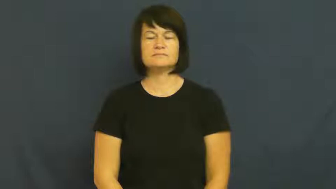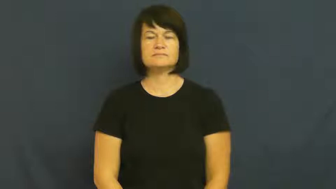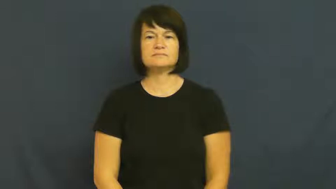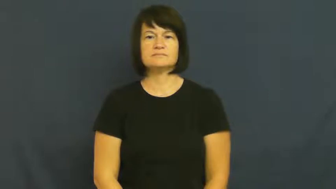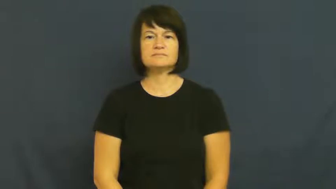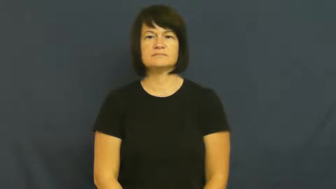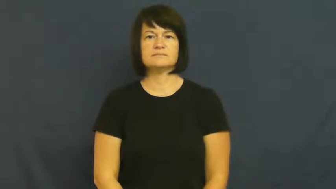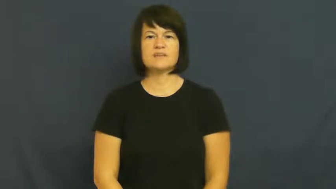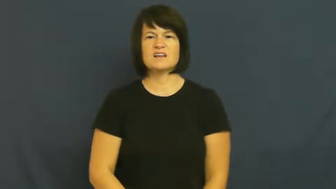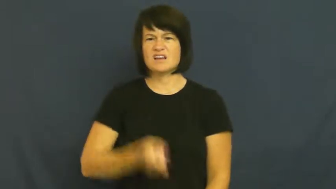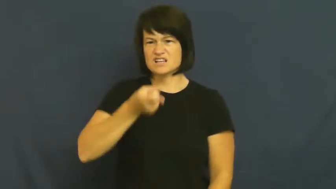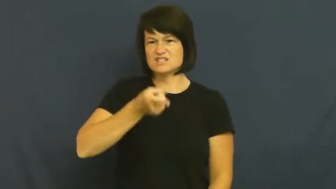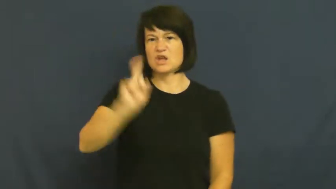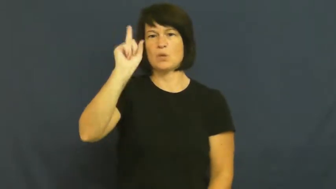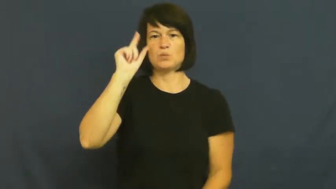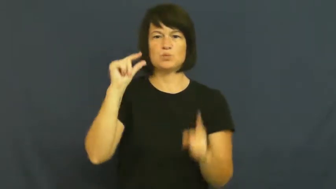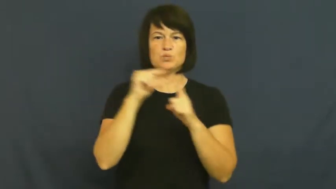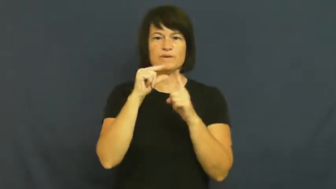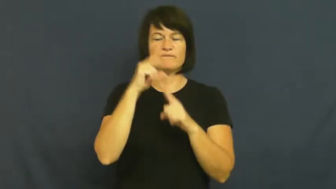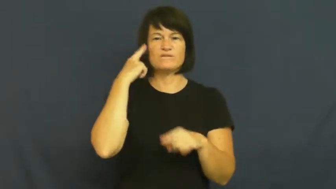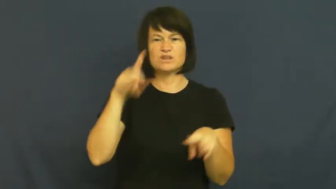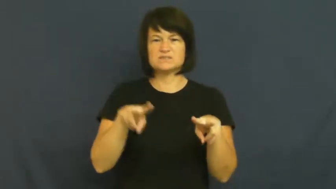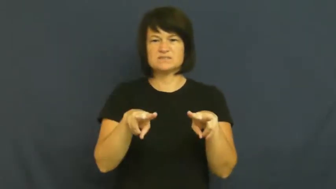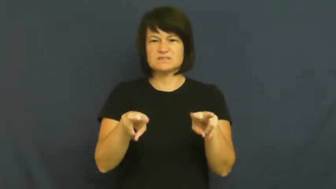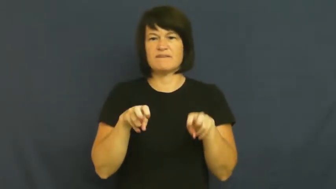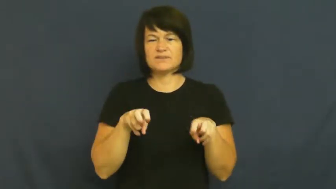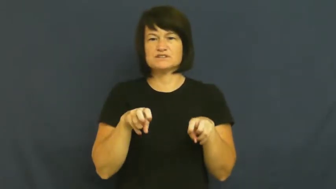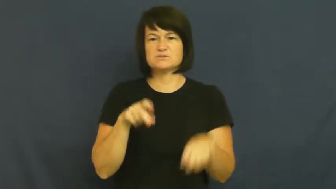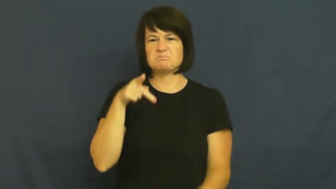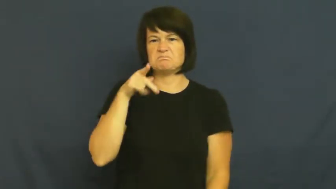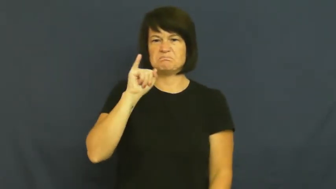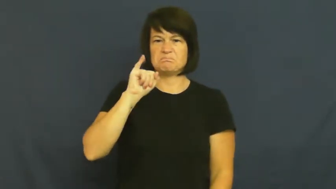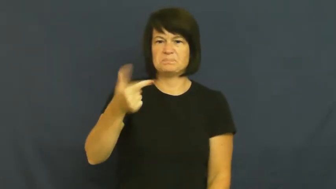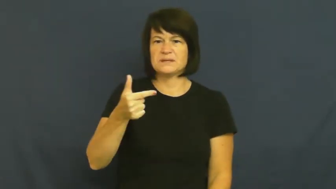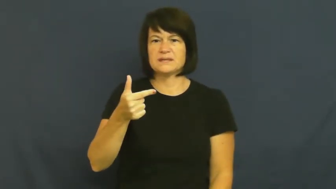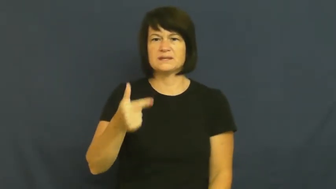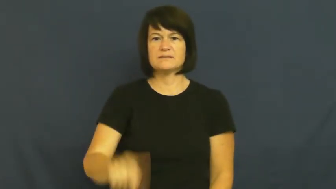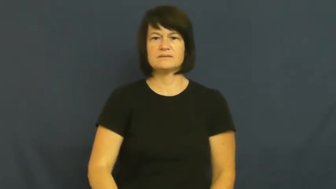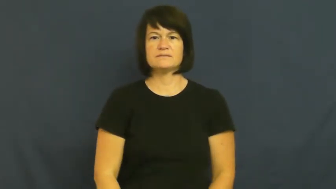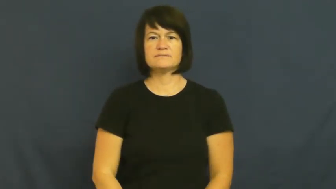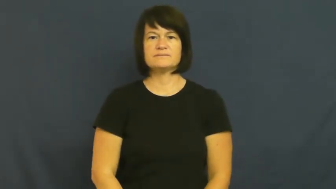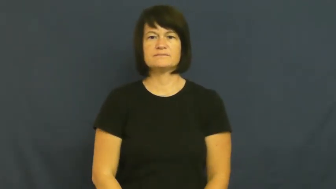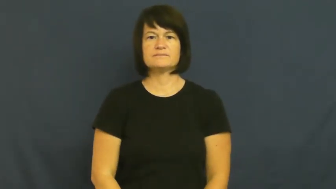pig-selfish